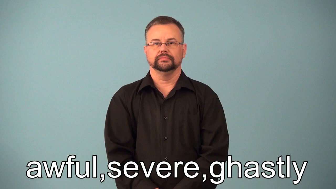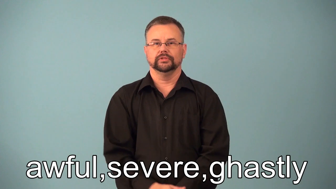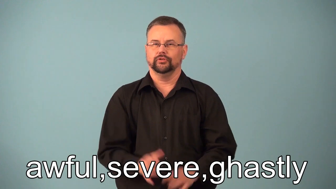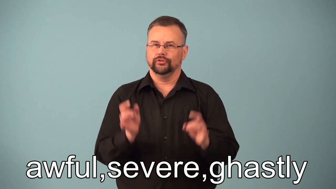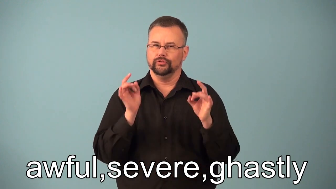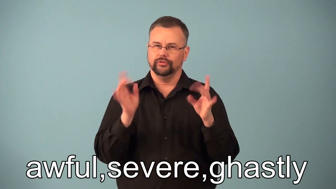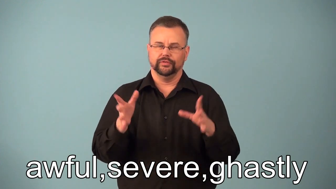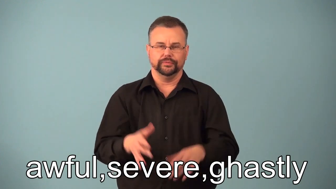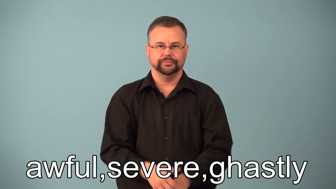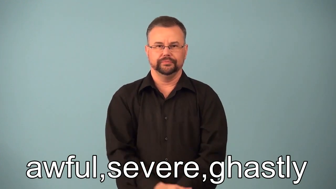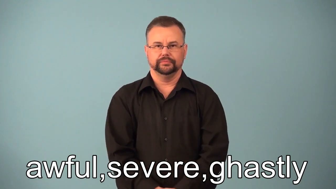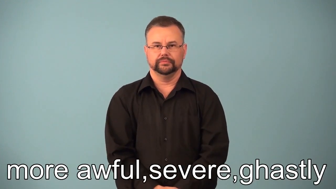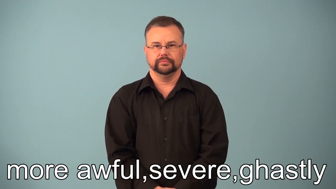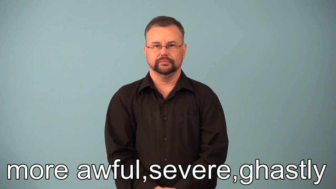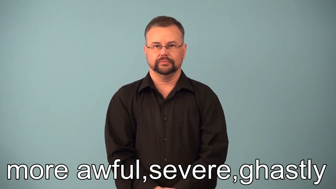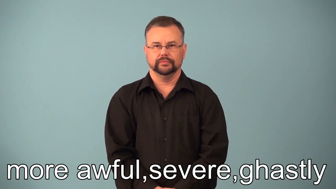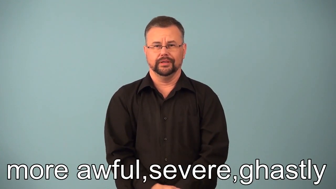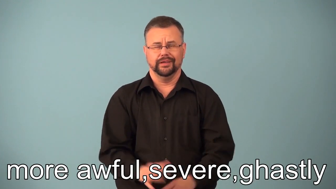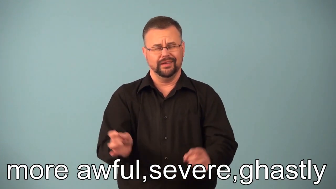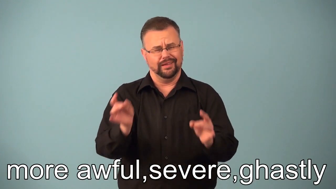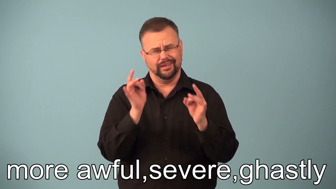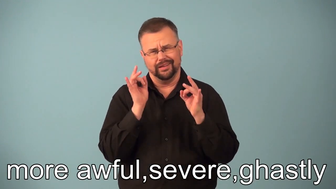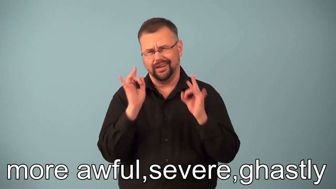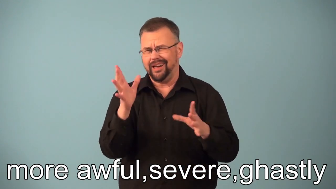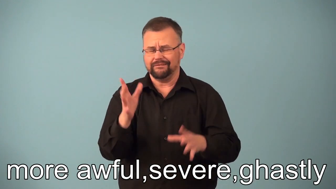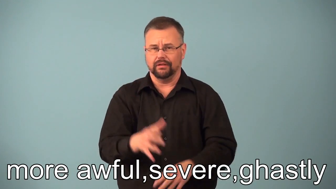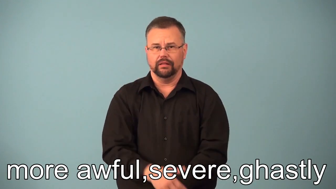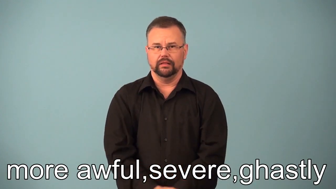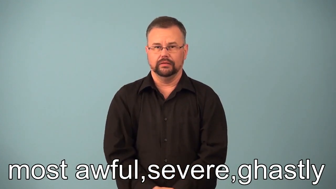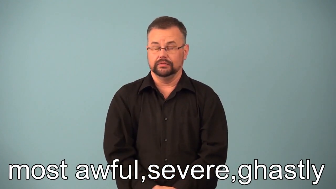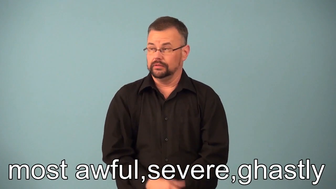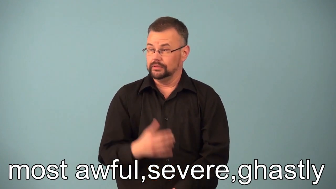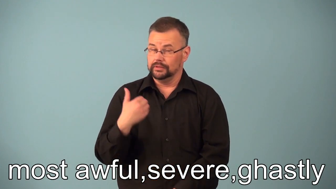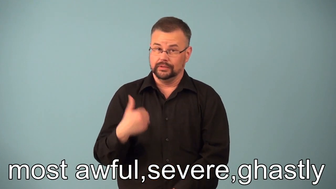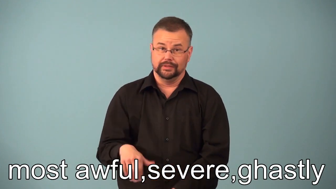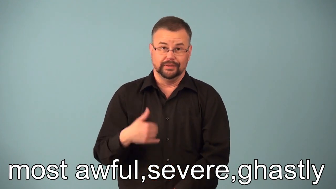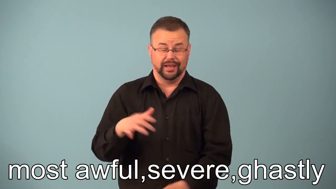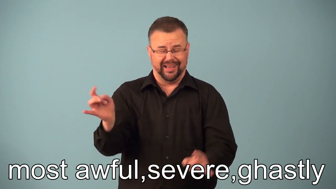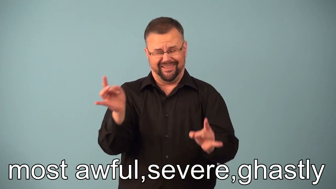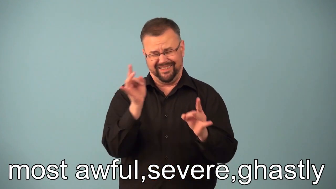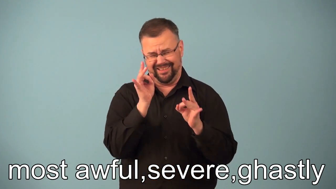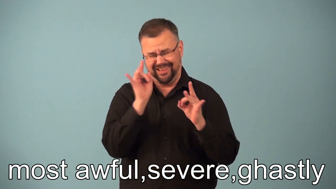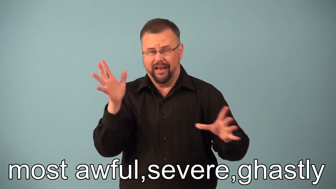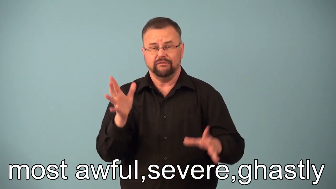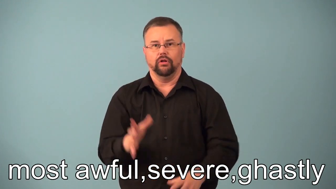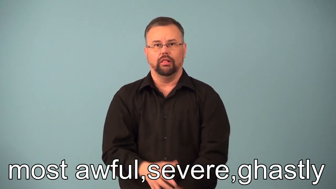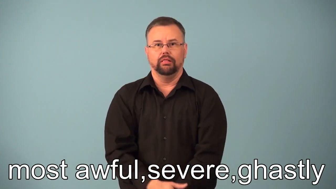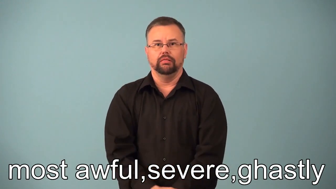more, most awful,severe,ghastly